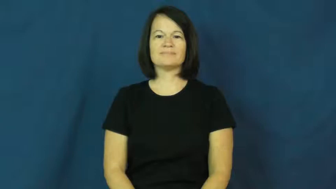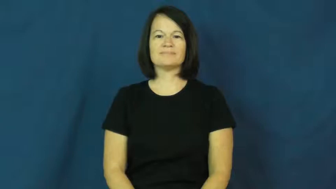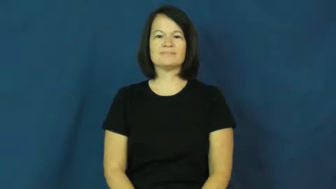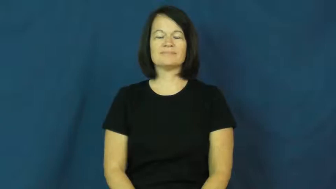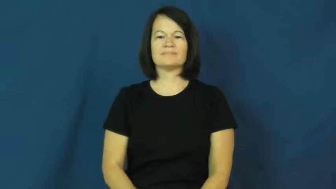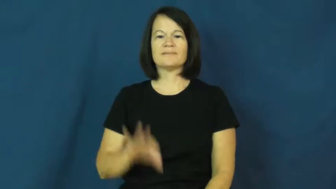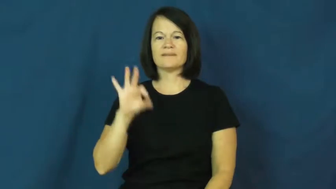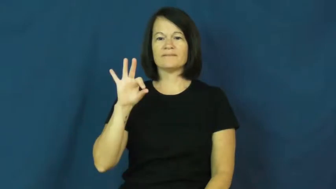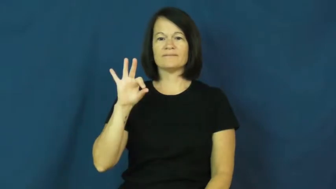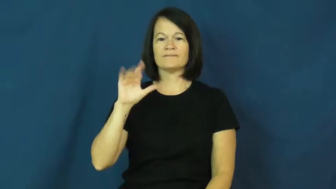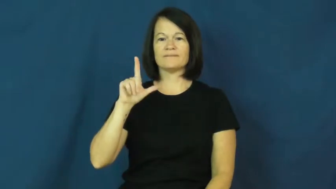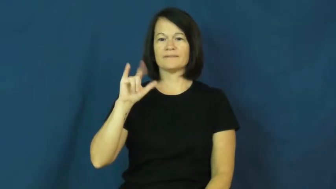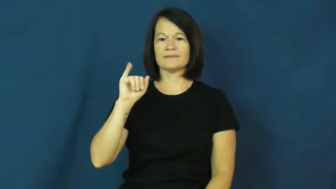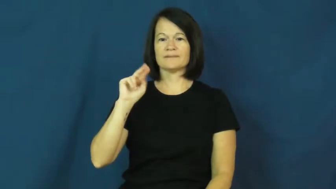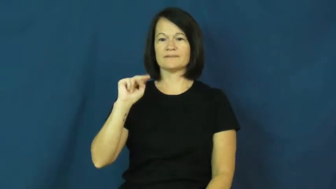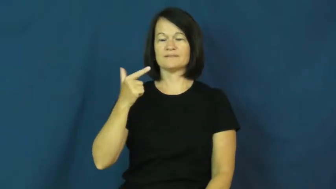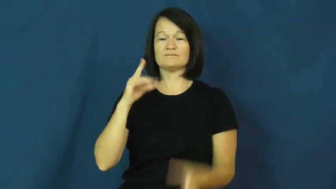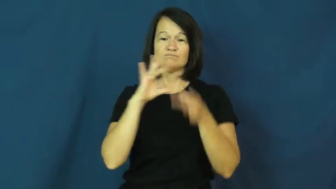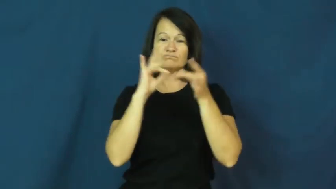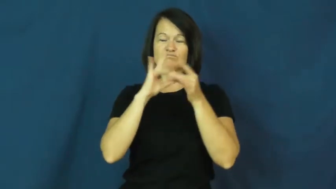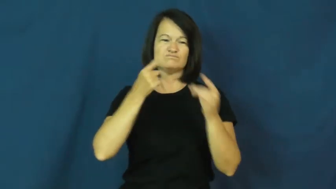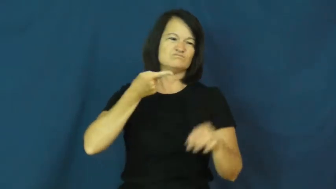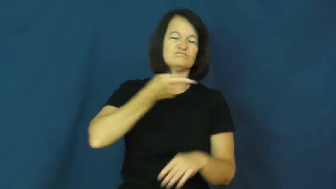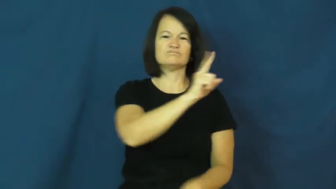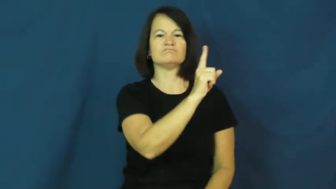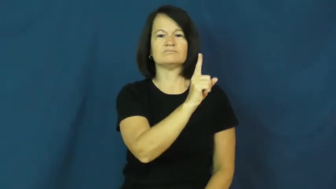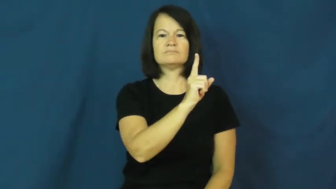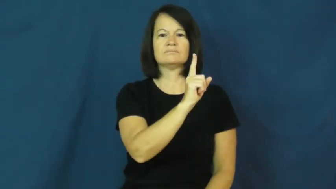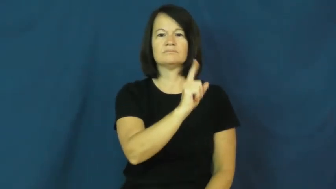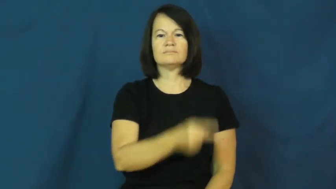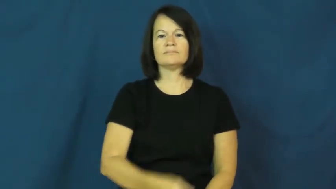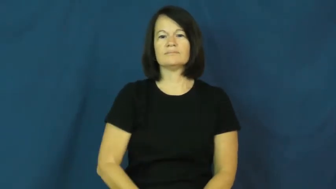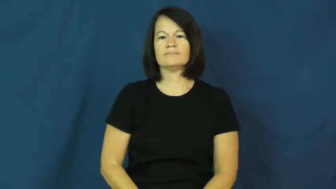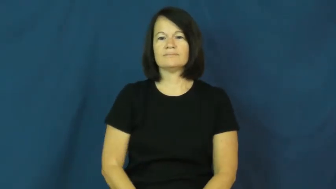fling-insult